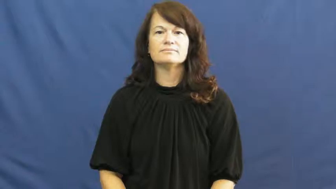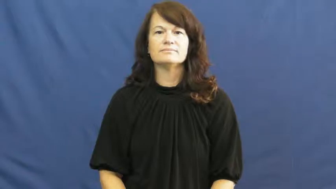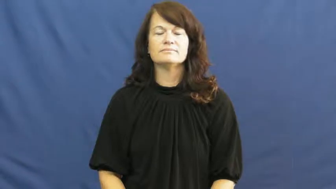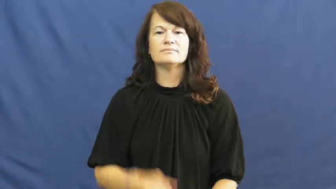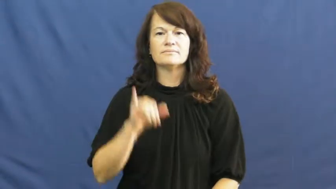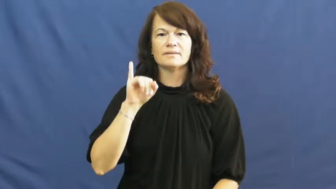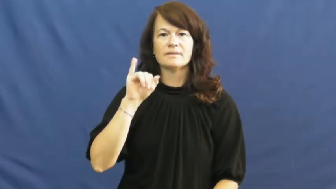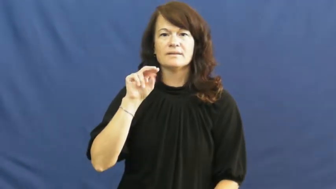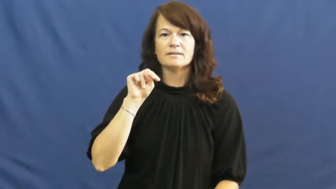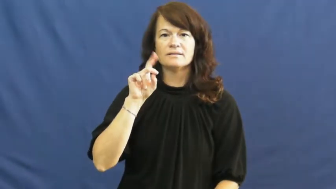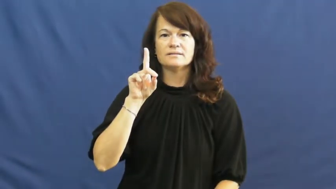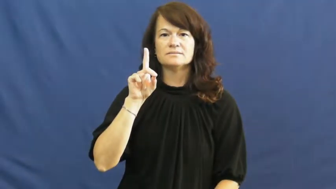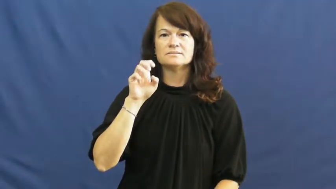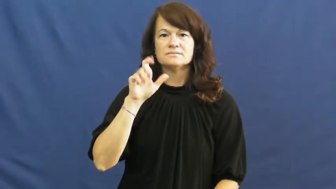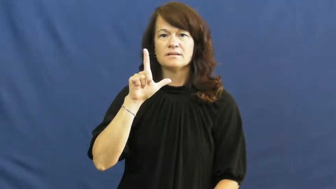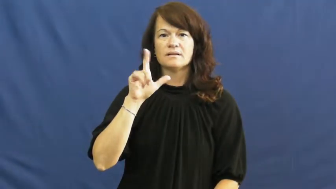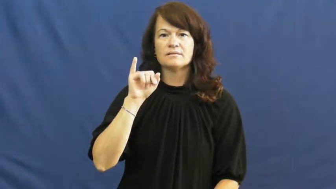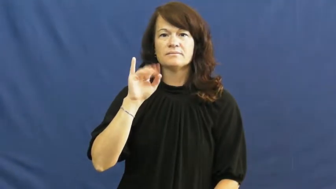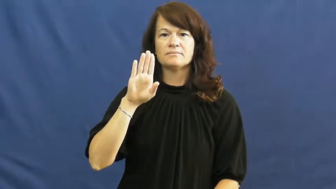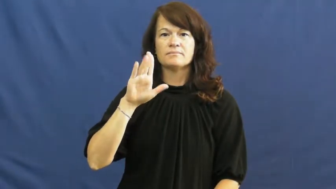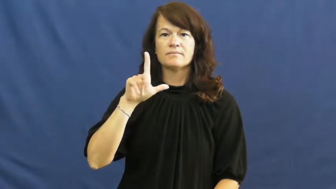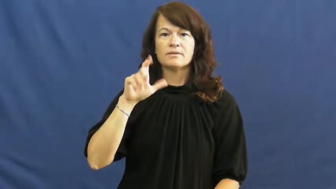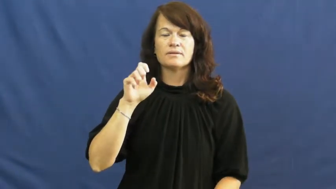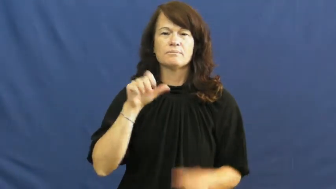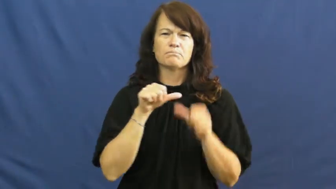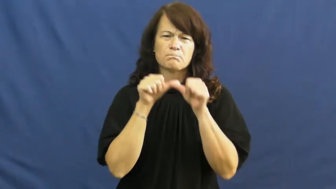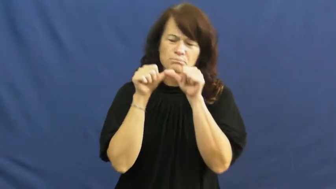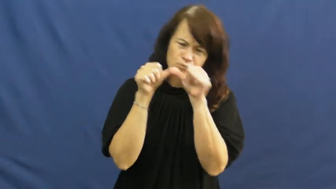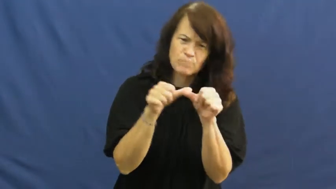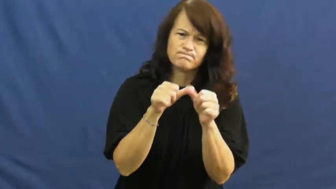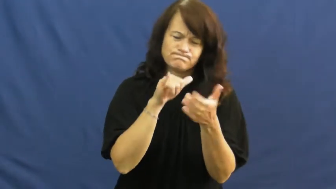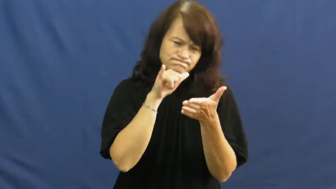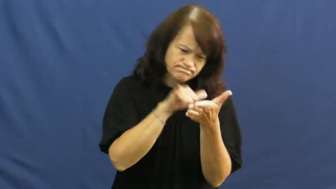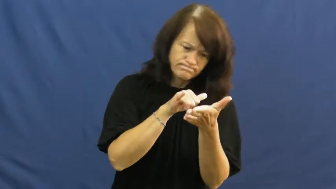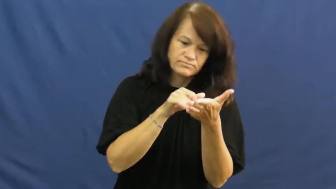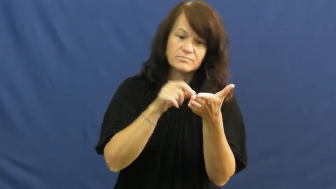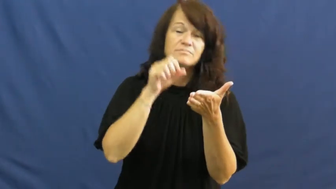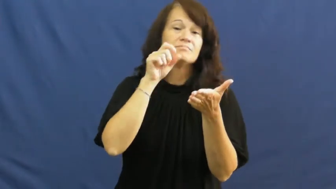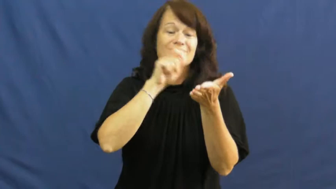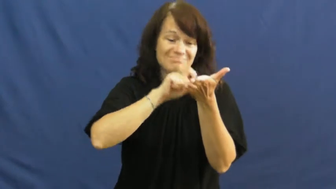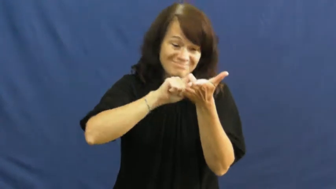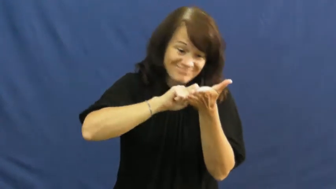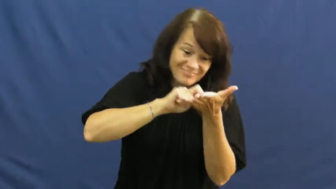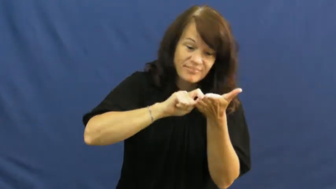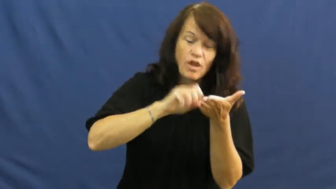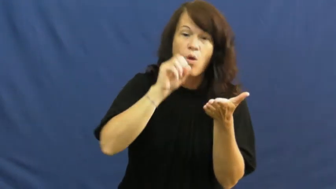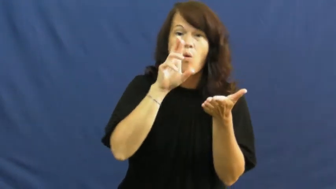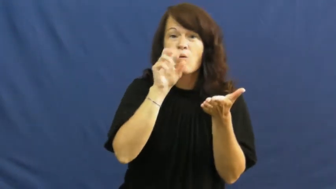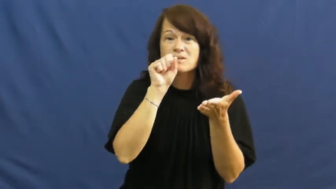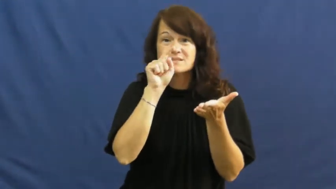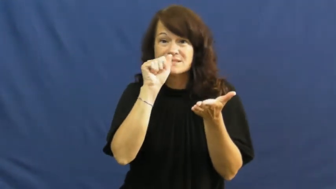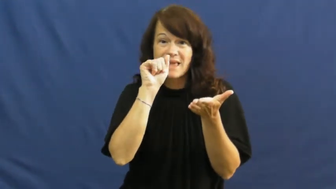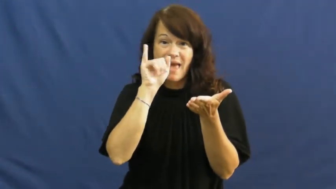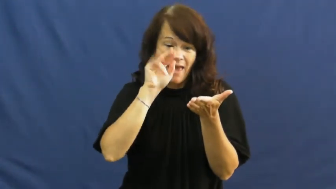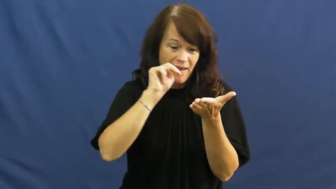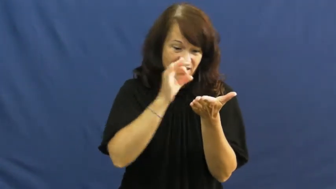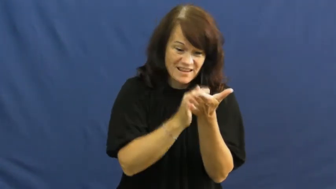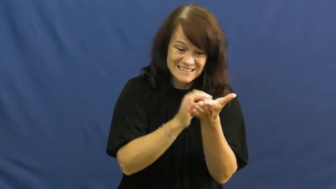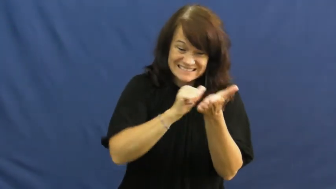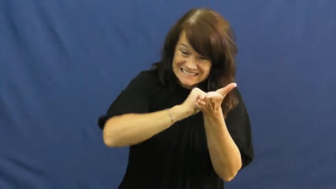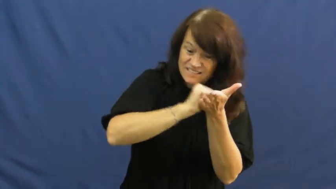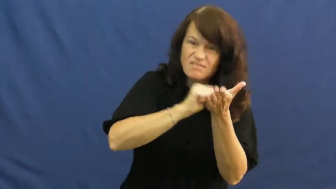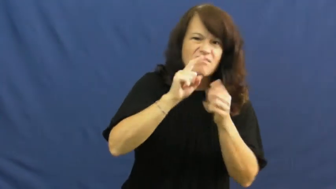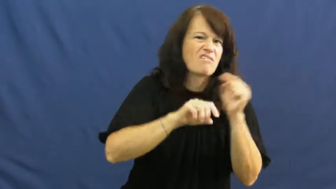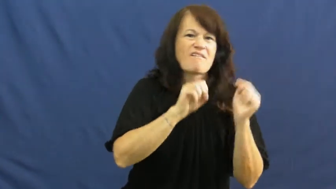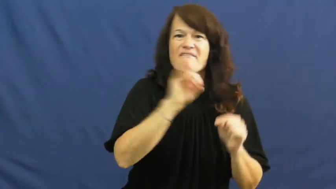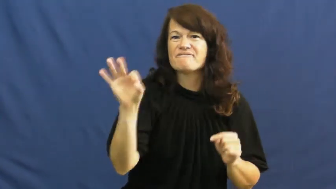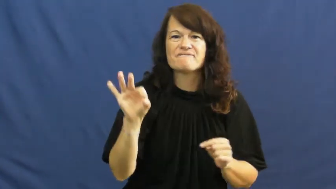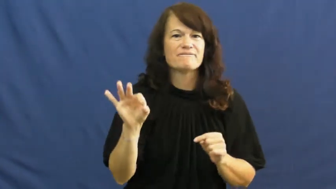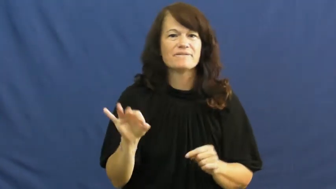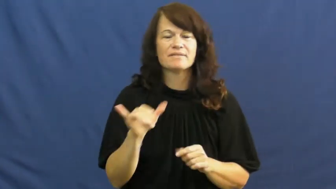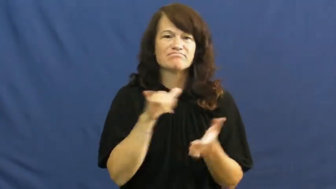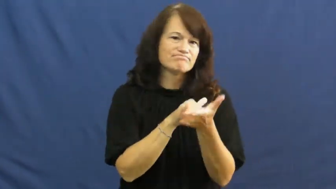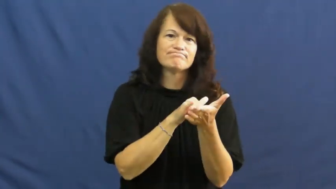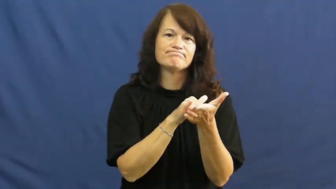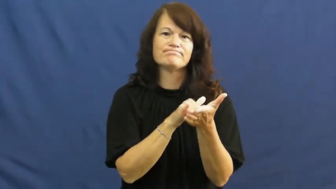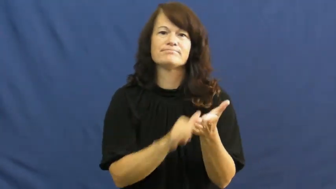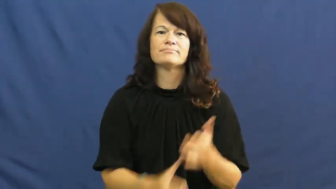indelible